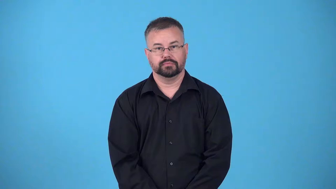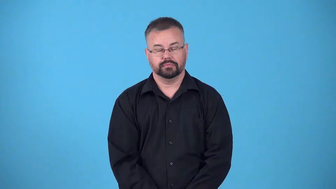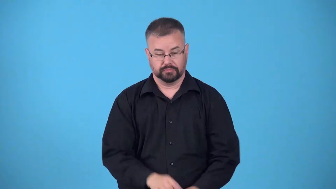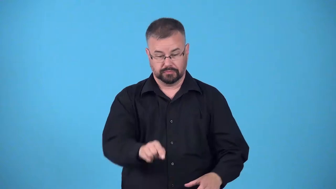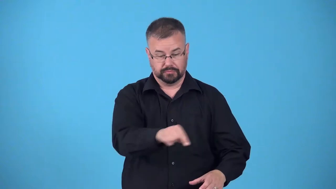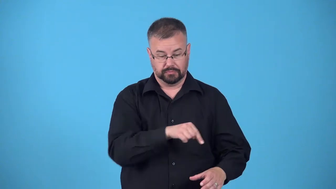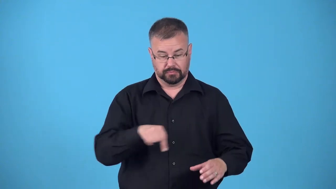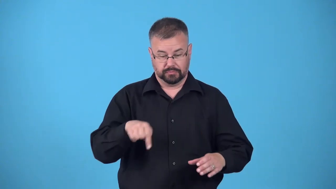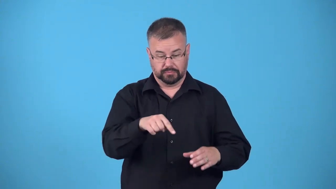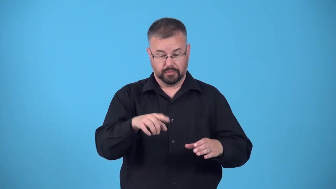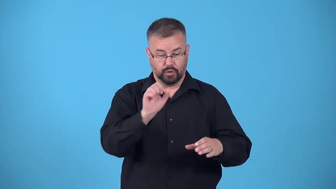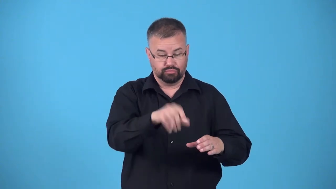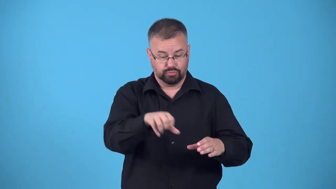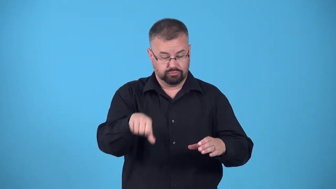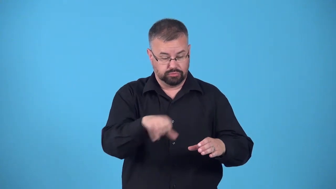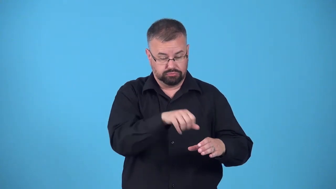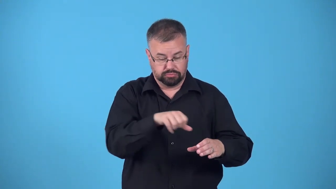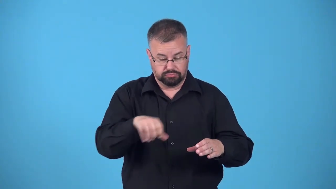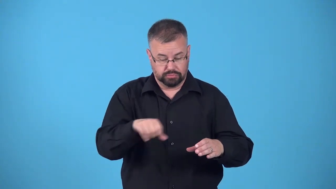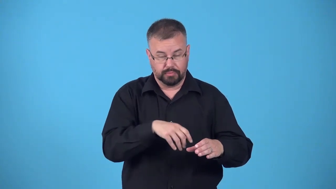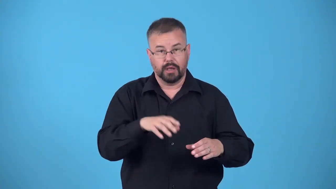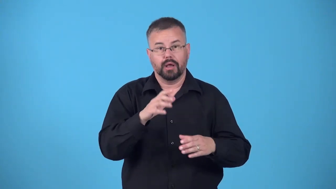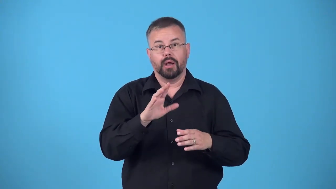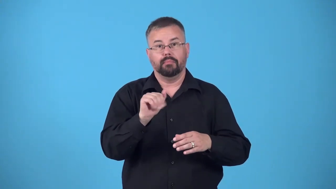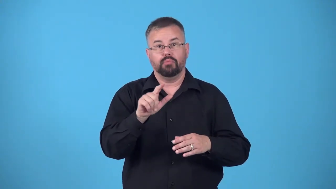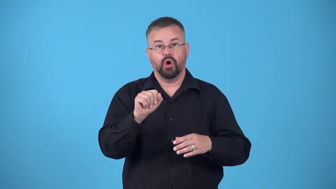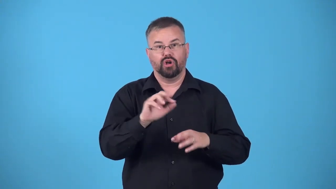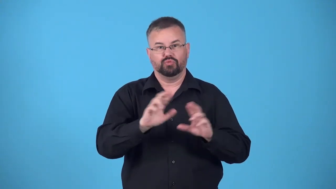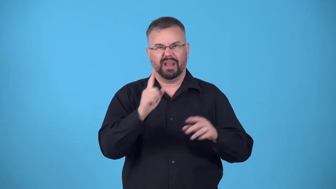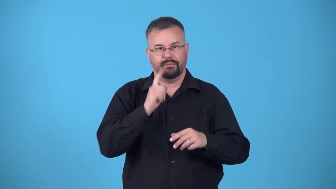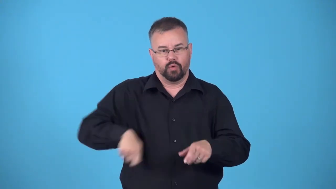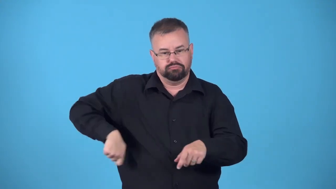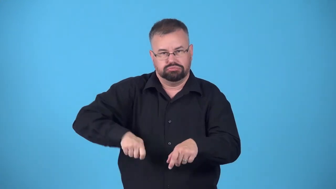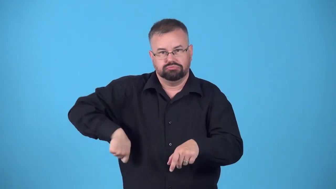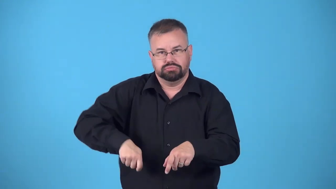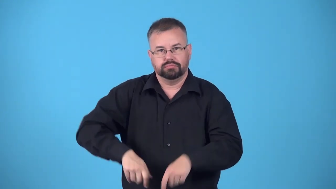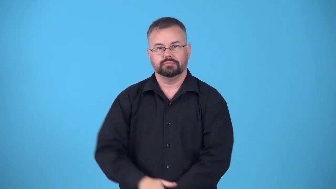rack,rack up-pool